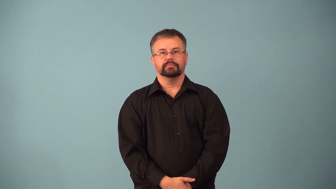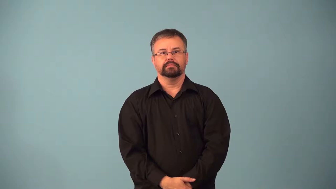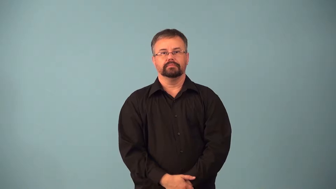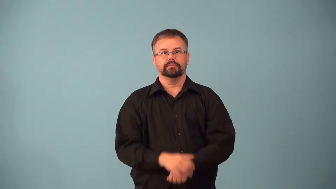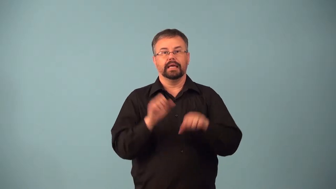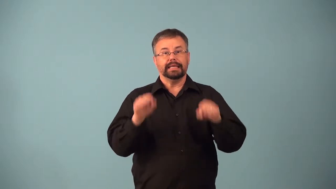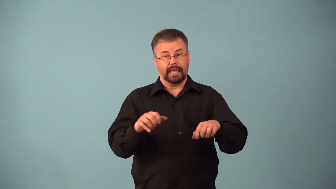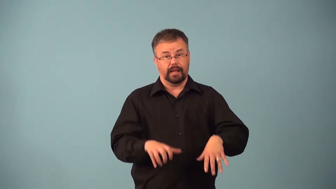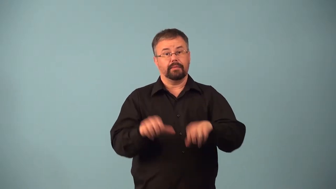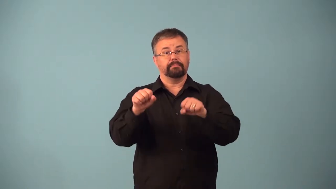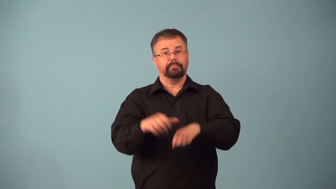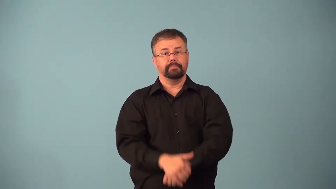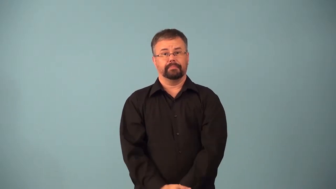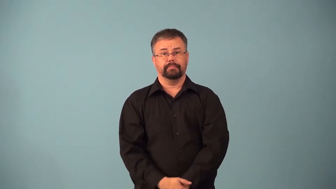adoptable